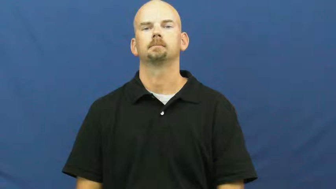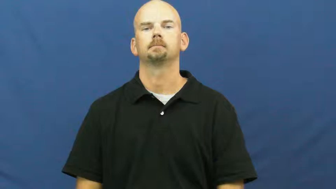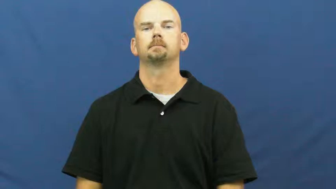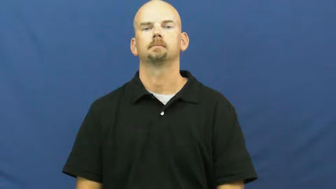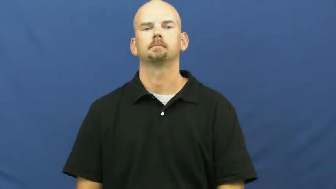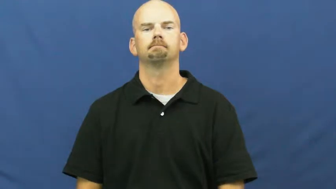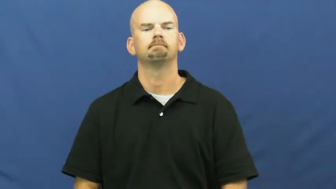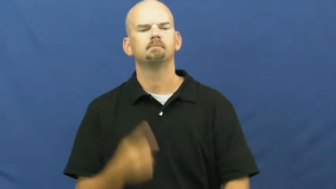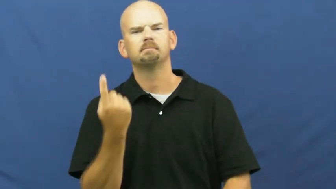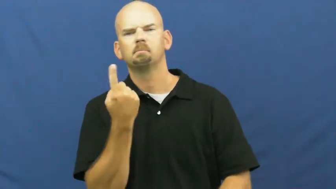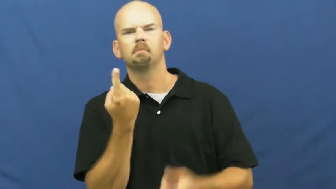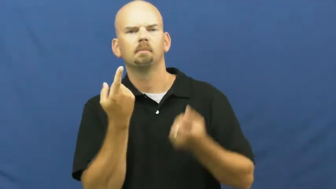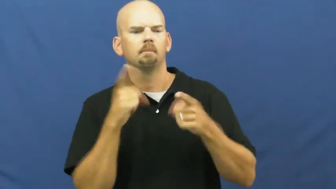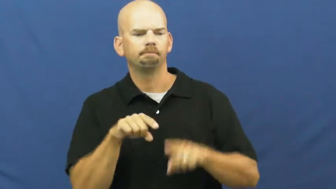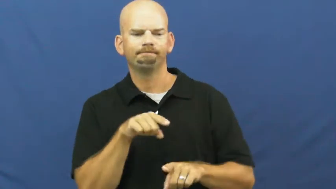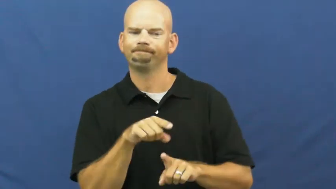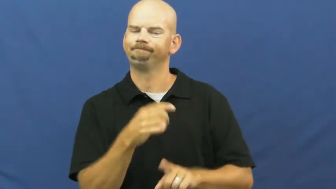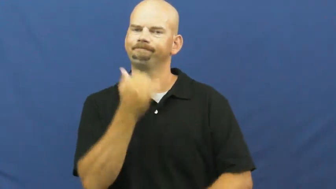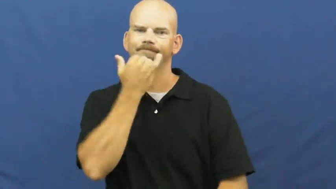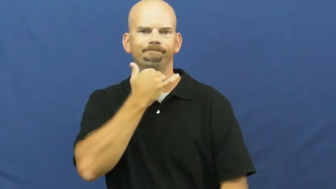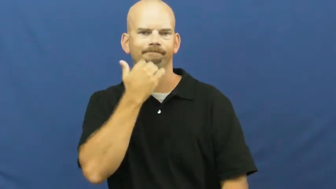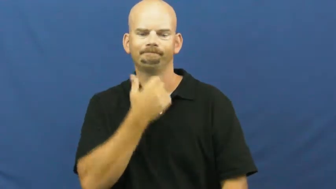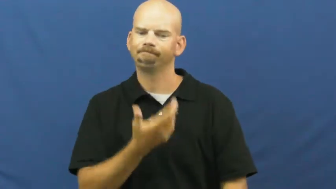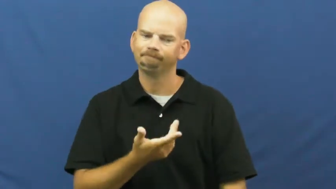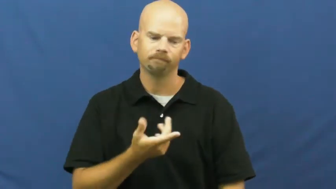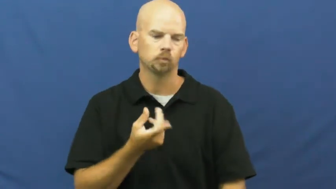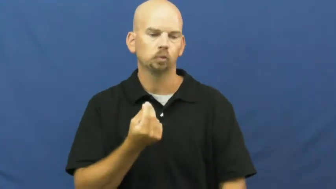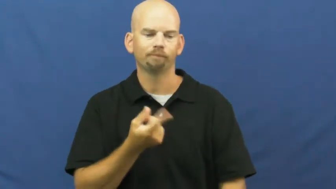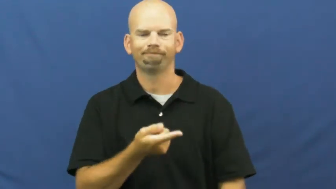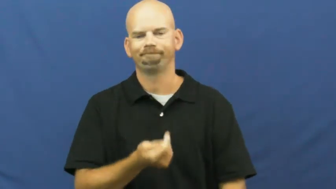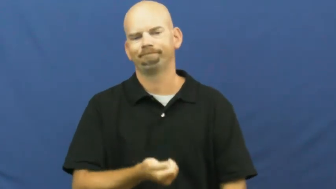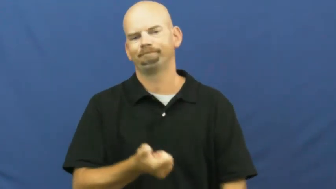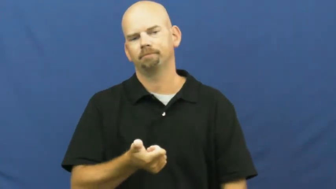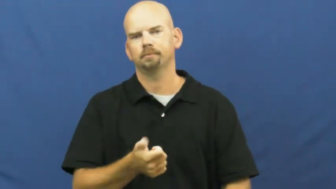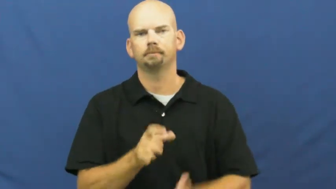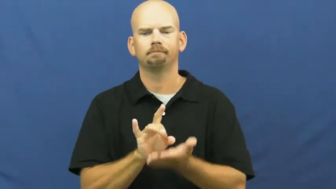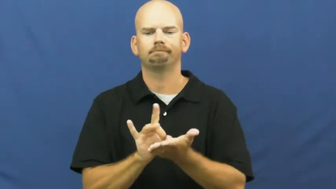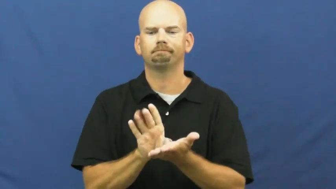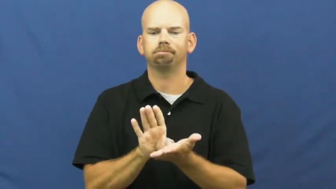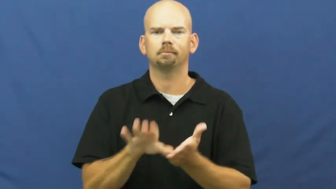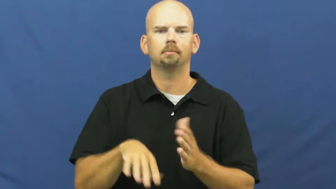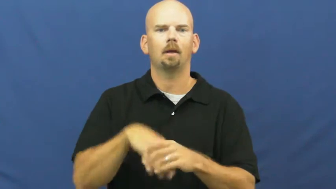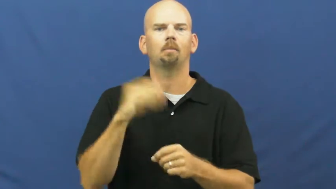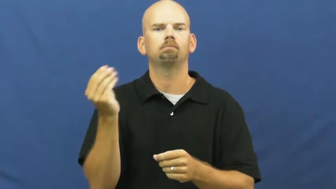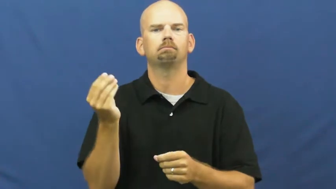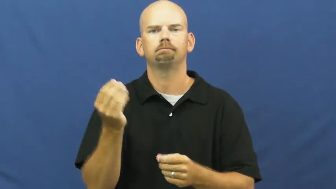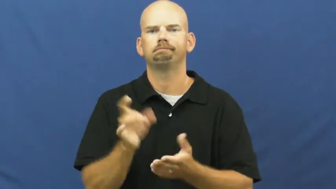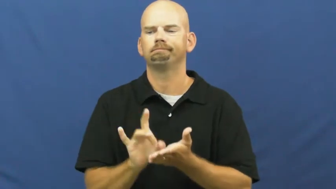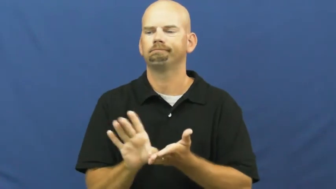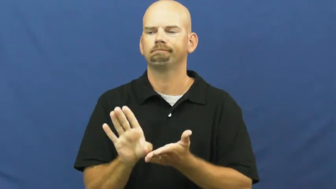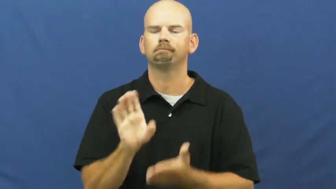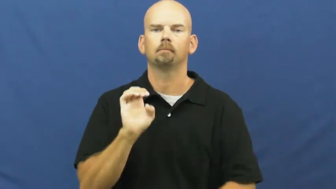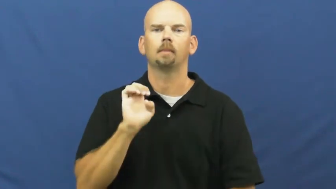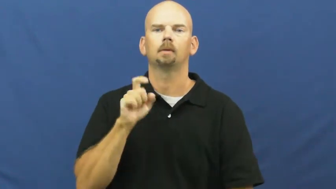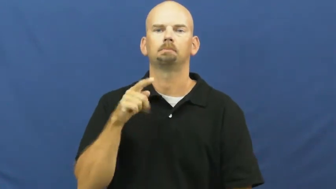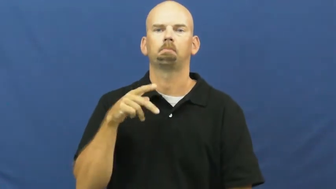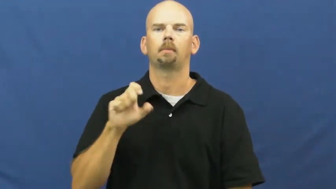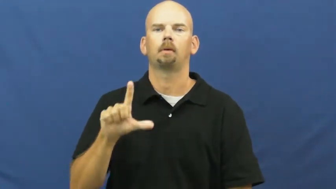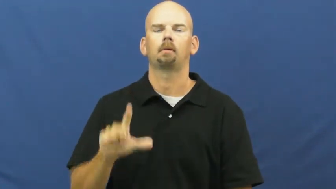kick off-expel